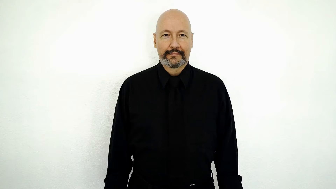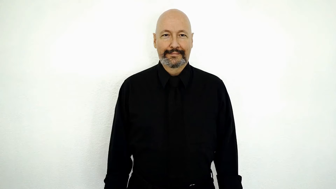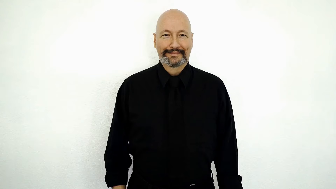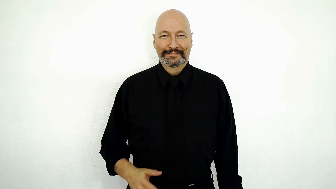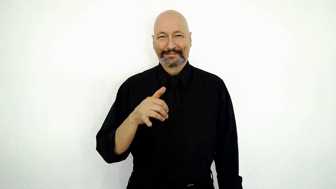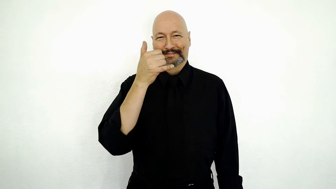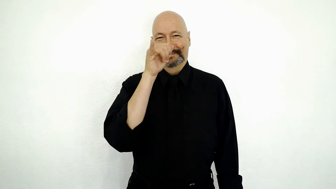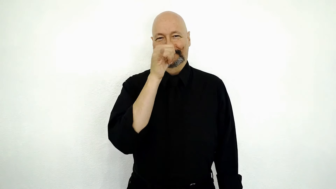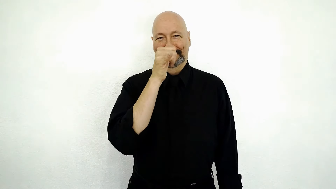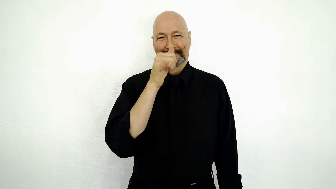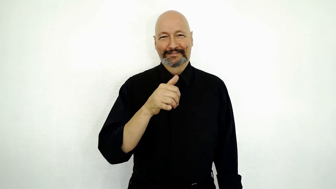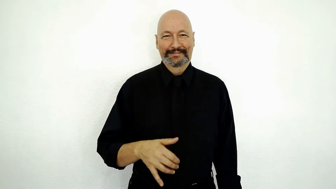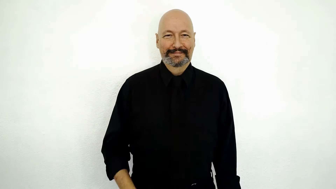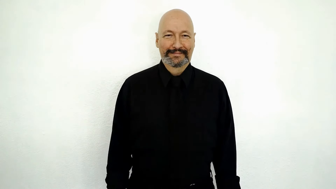SILLY